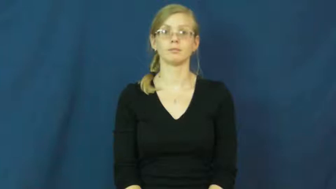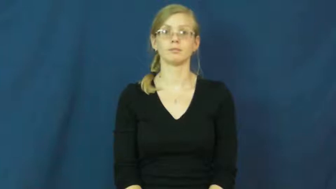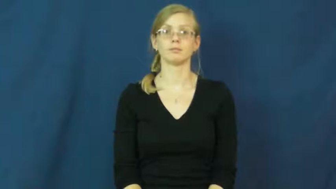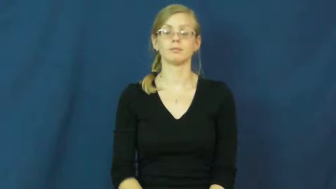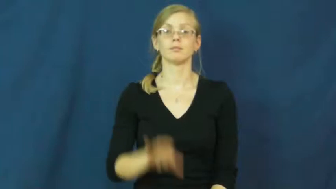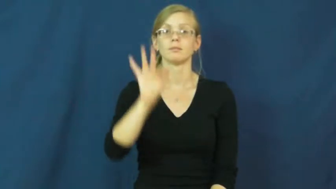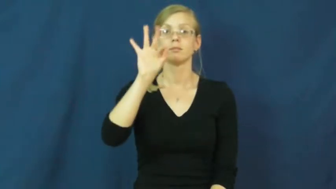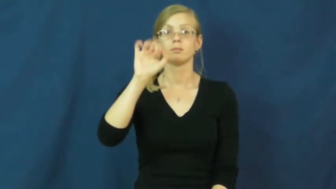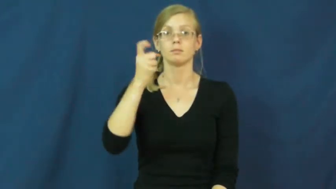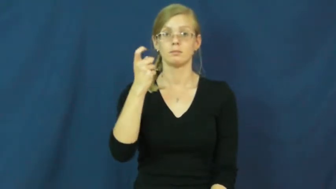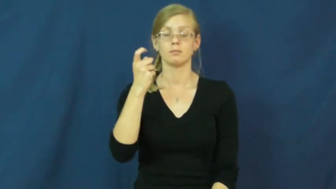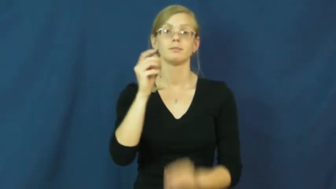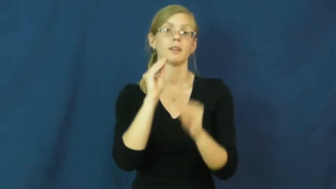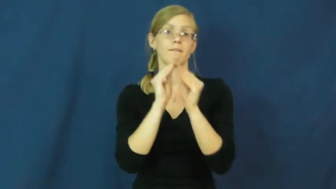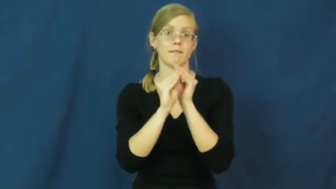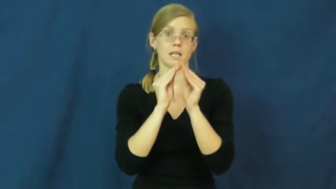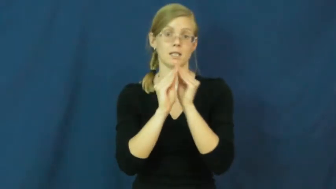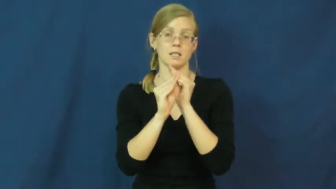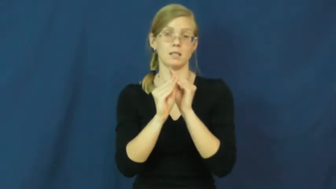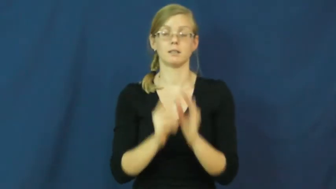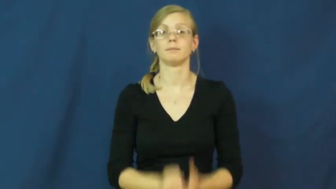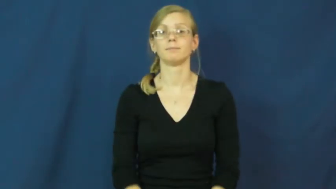fix,repair,cobble